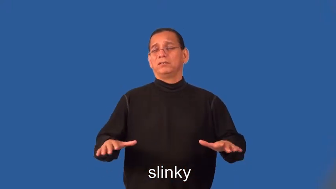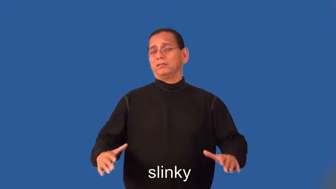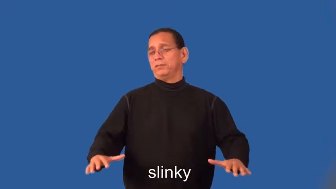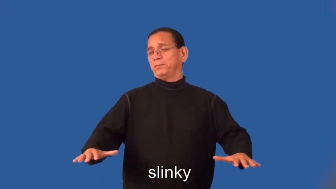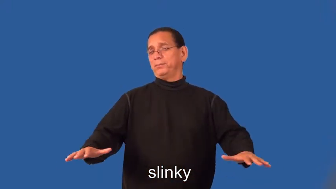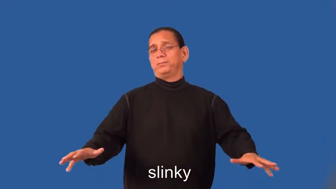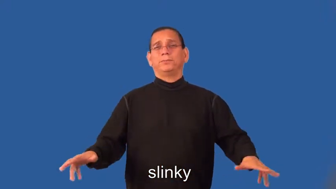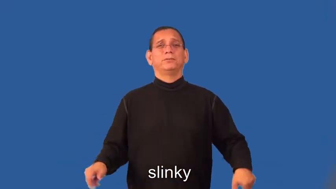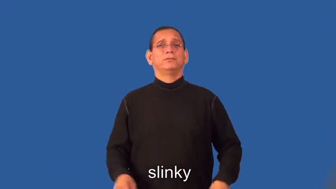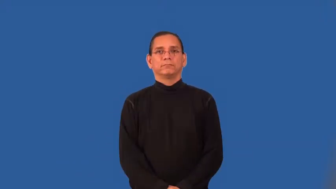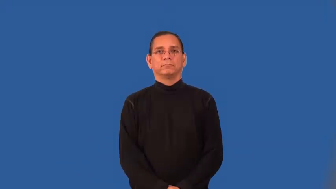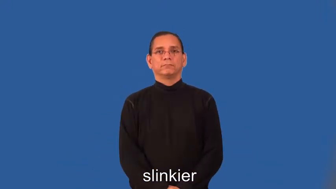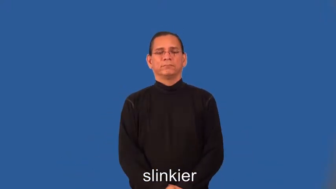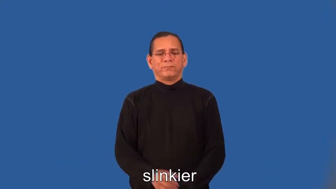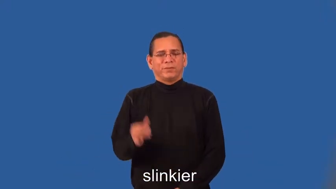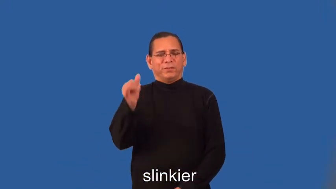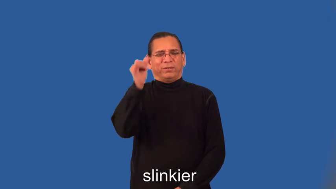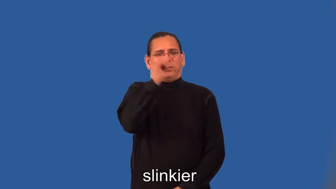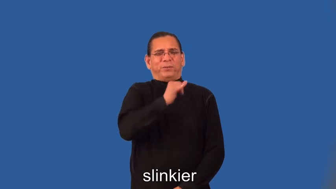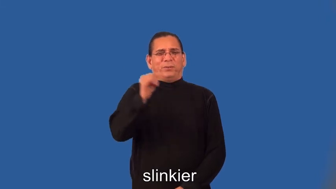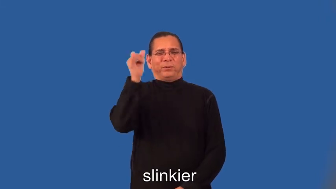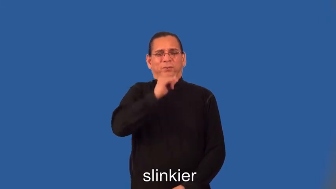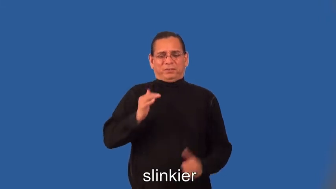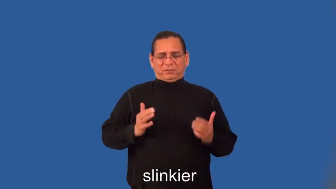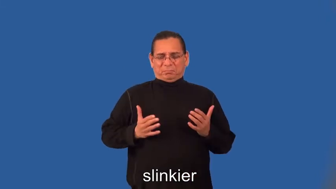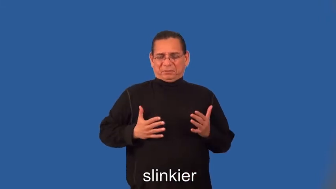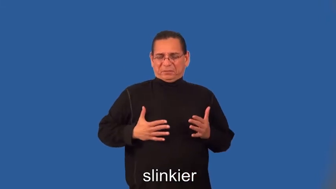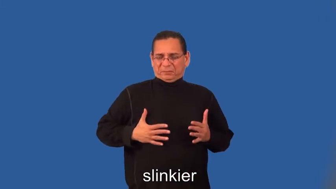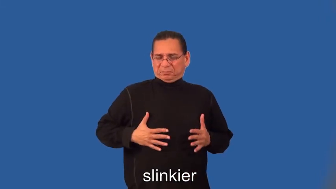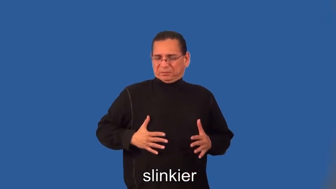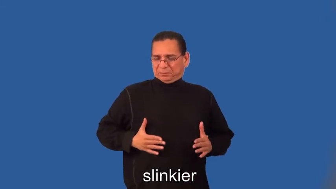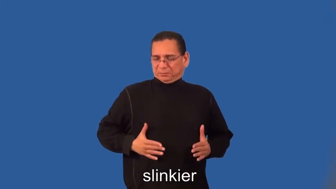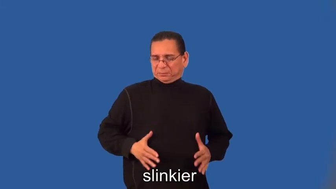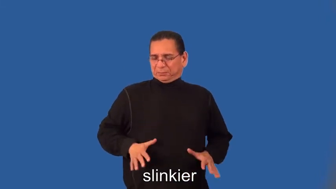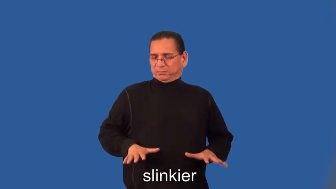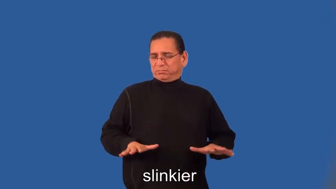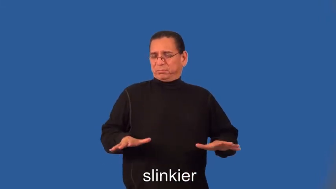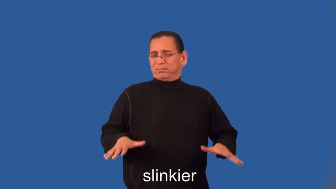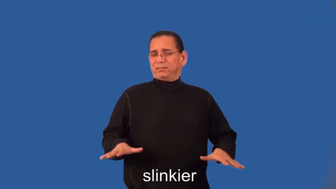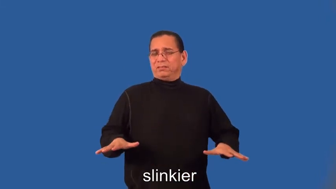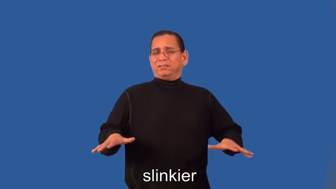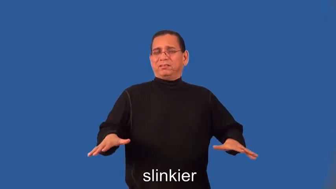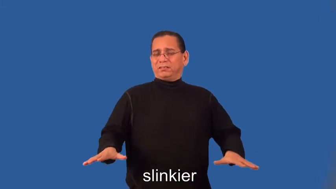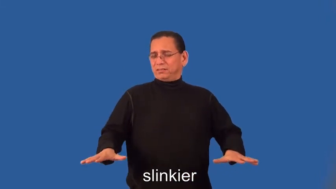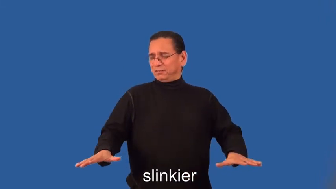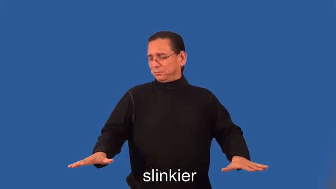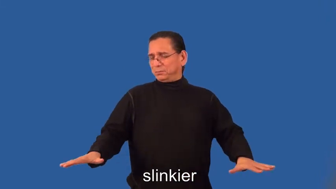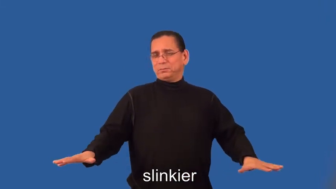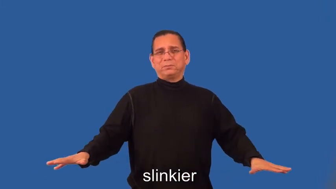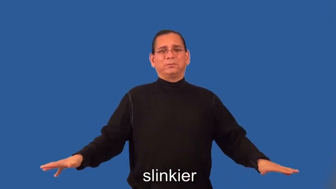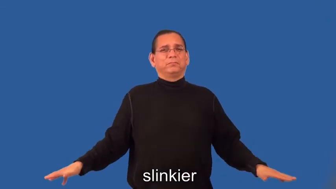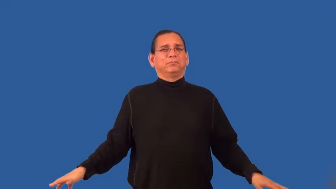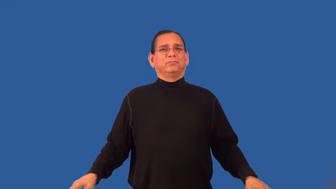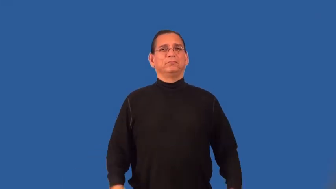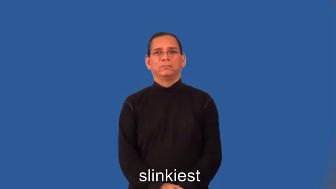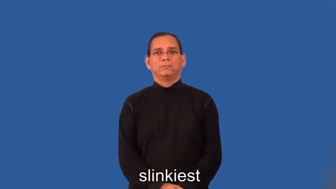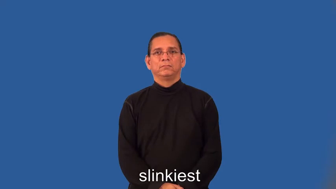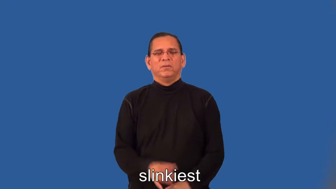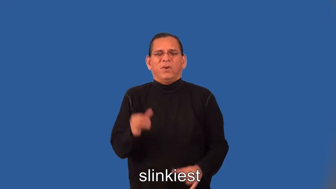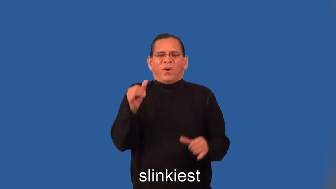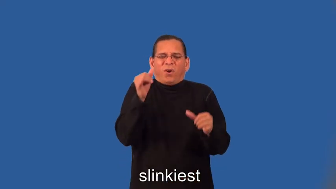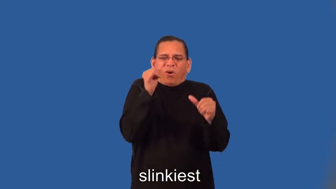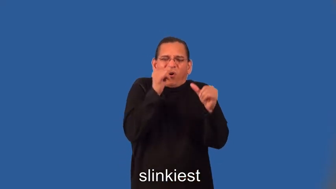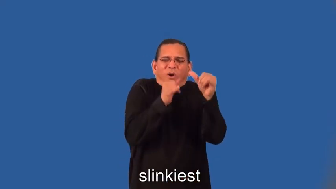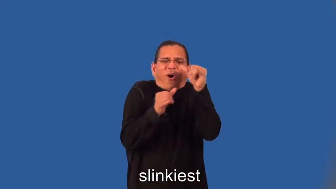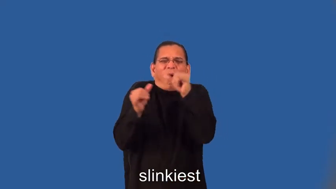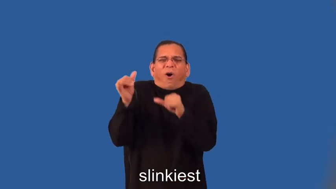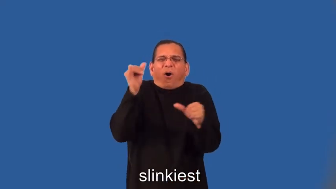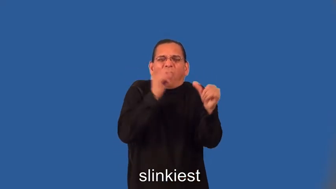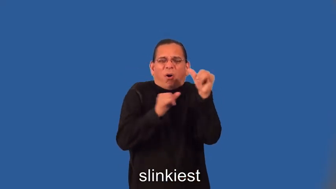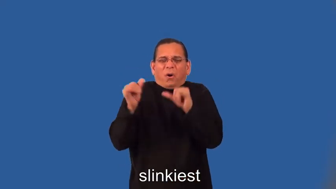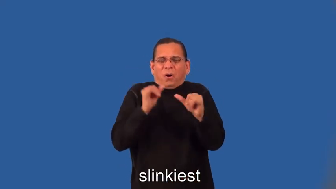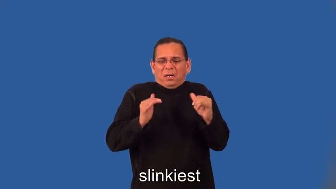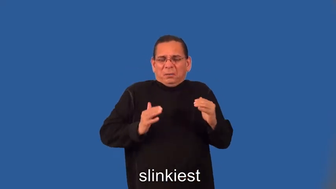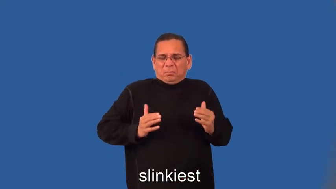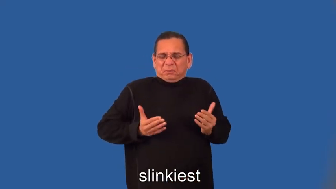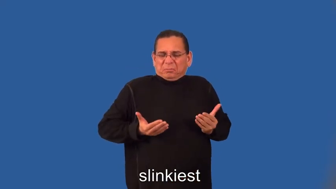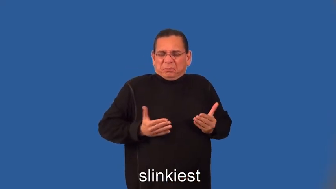slinkier,slinkiest